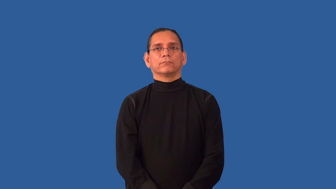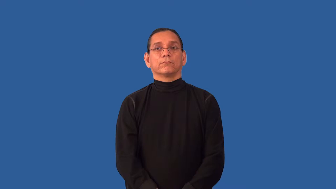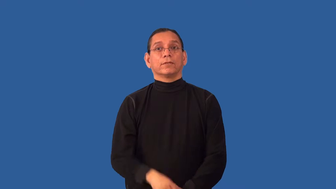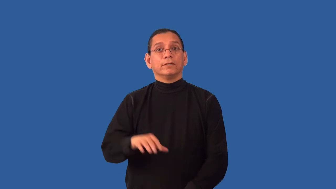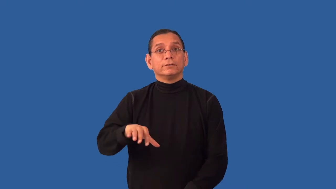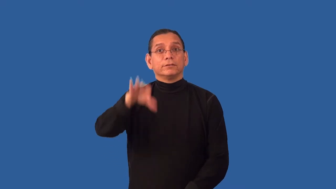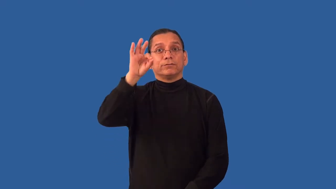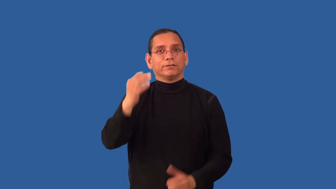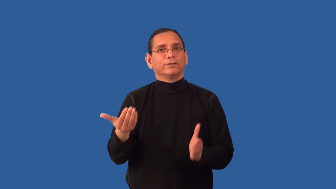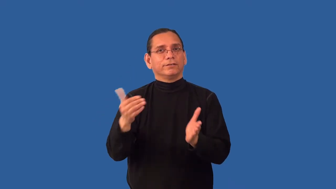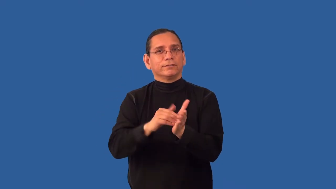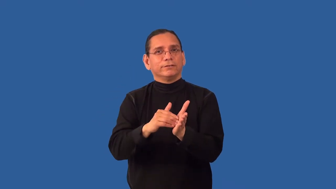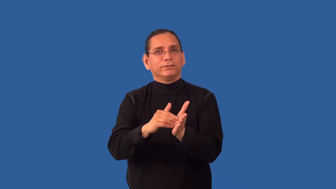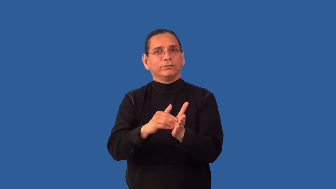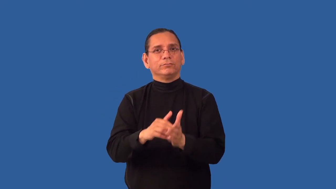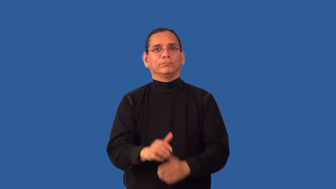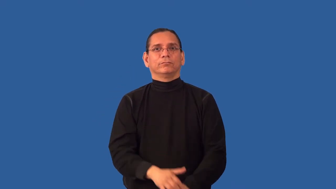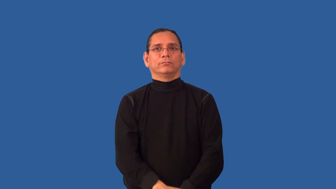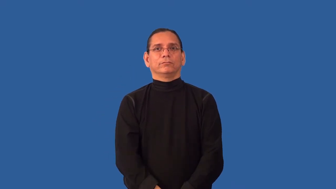rediscover